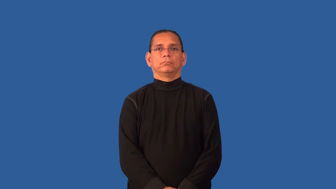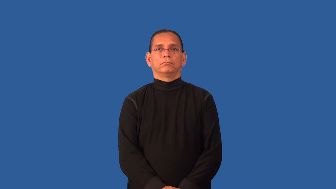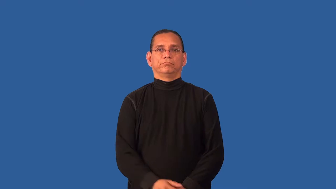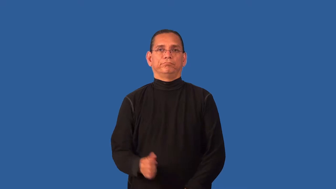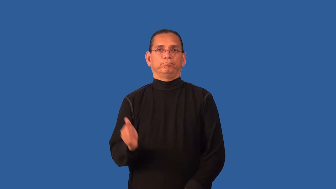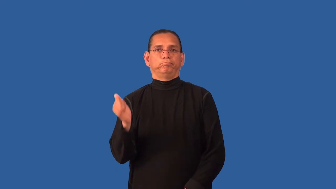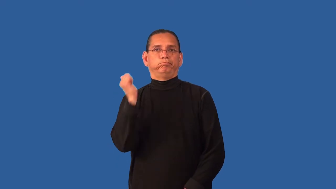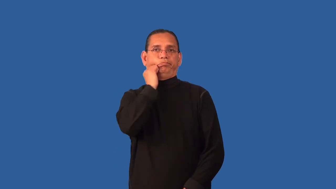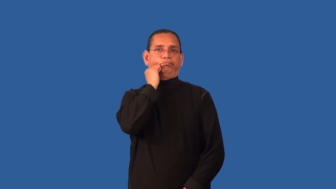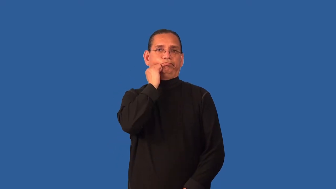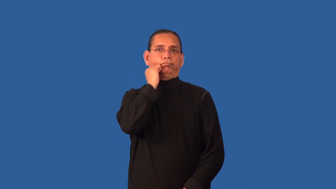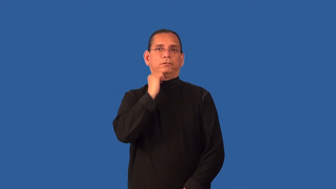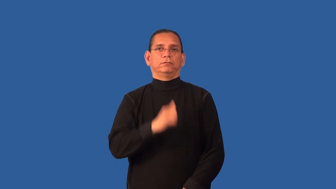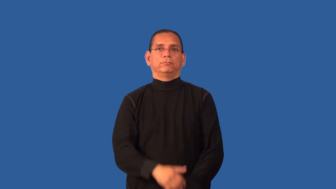derelict-person